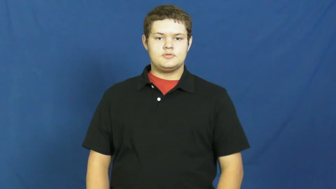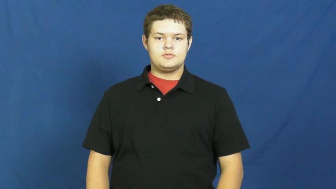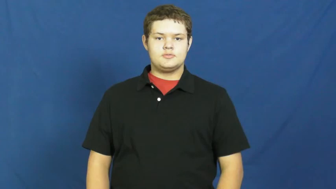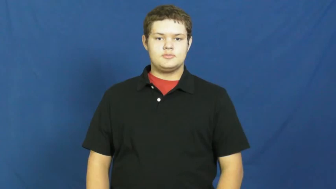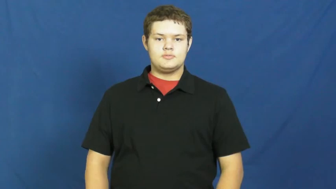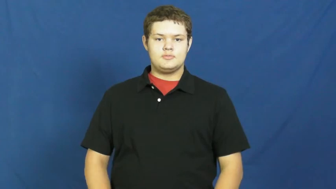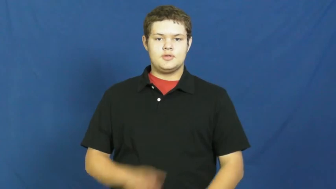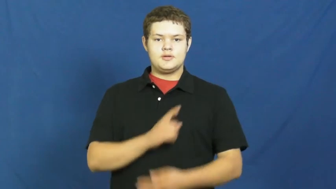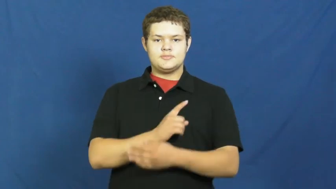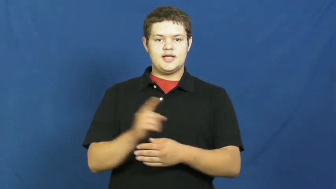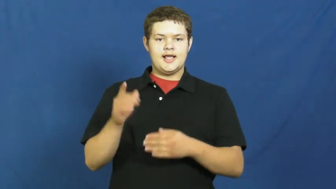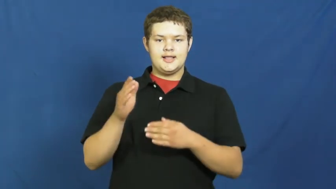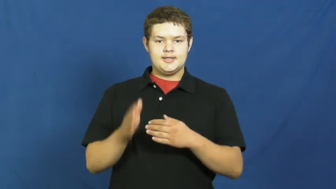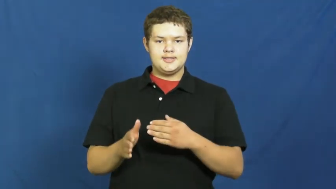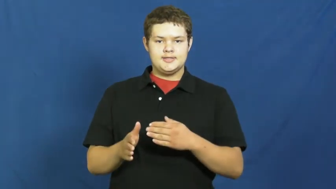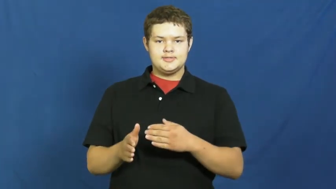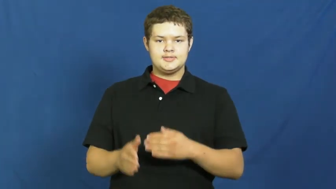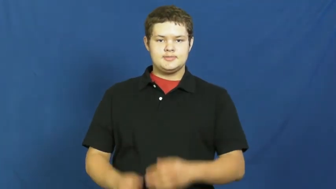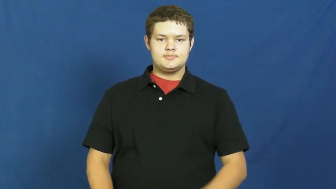weekend